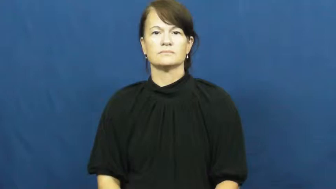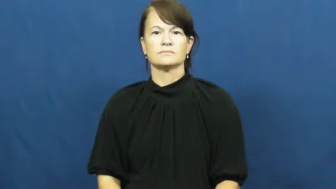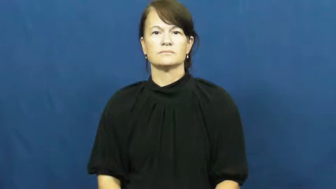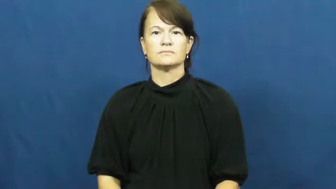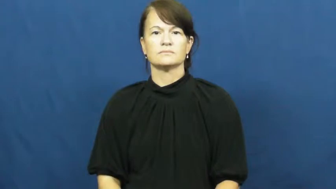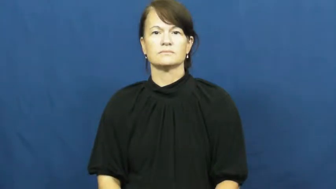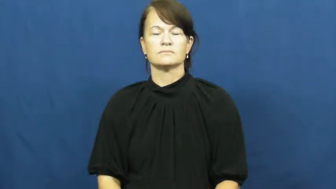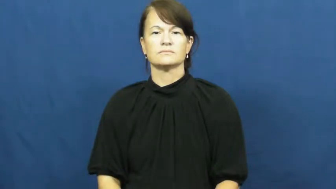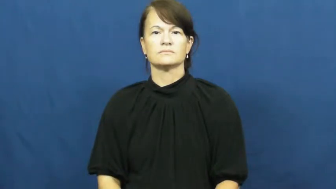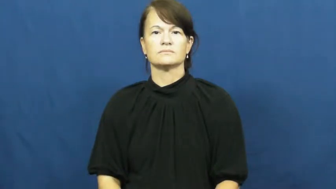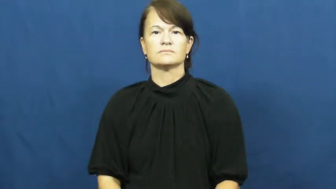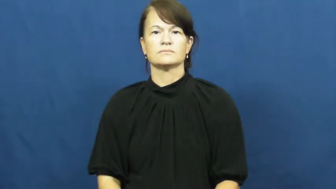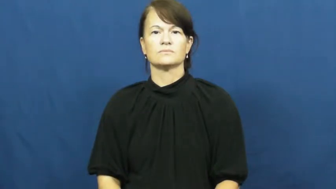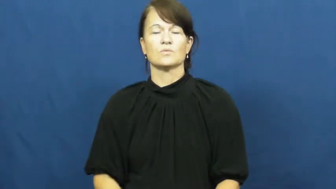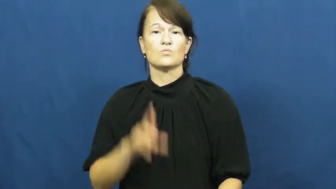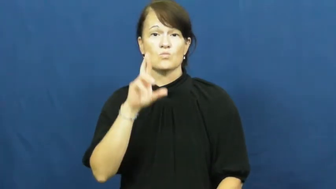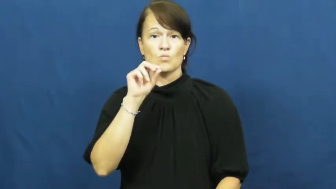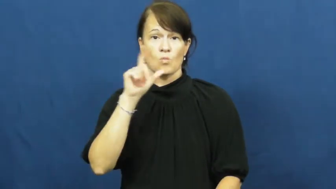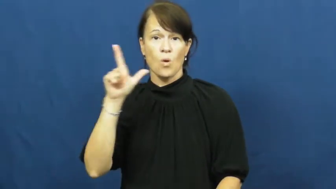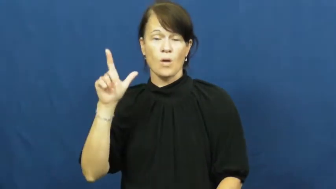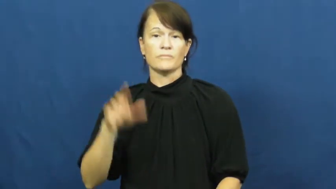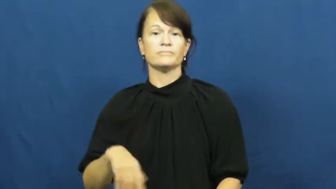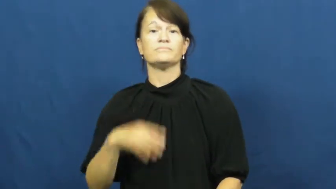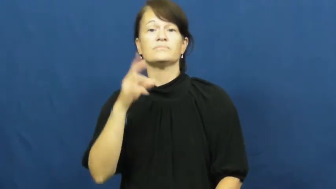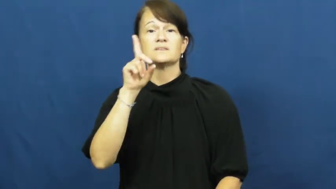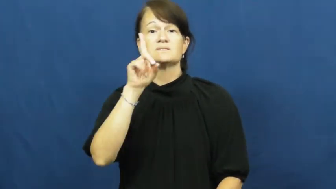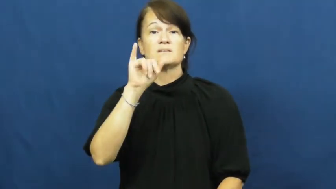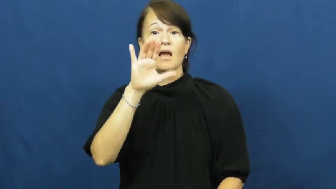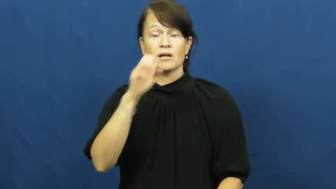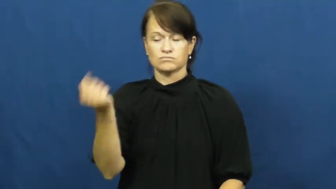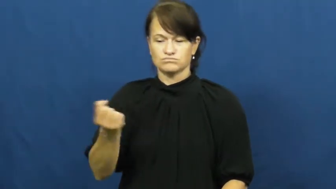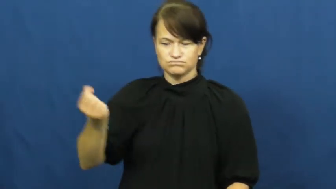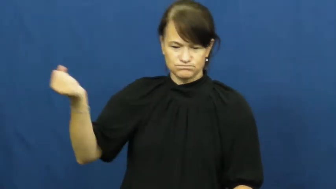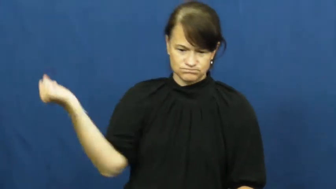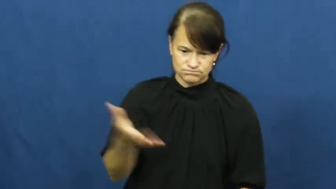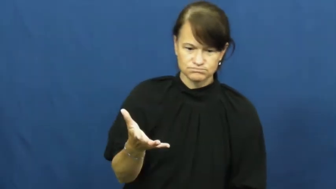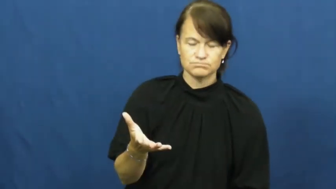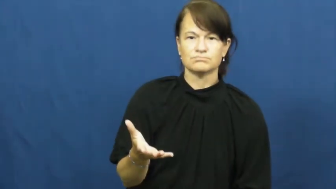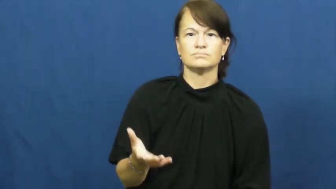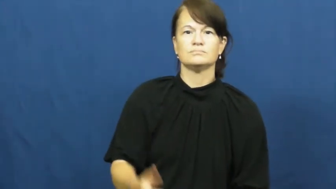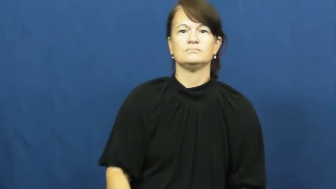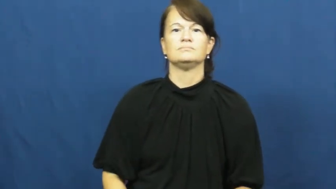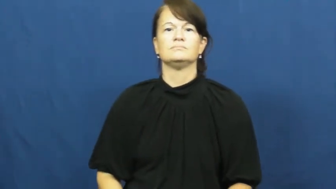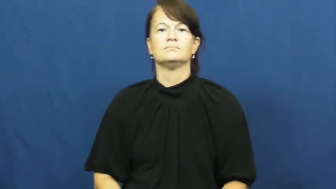roll-dice